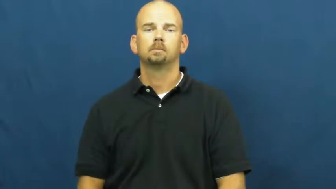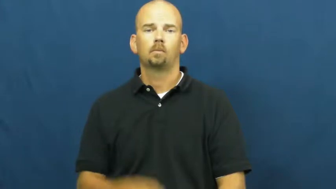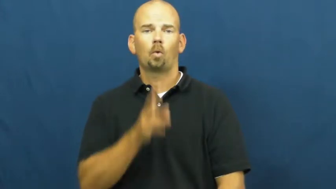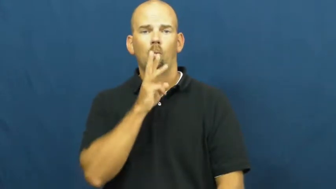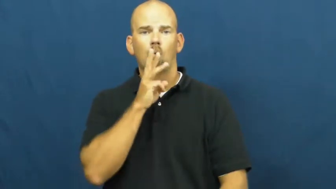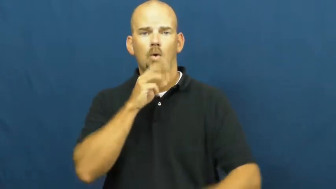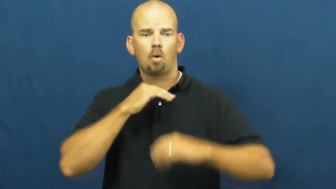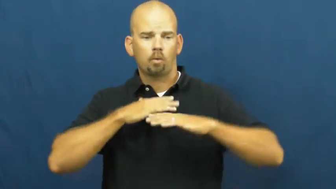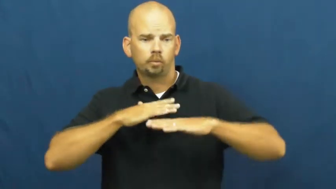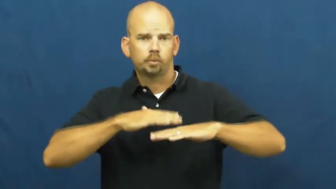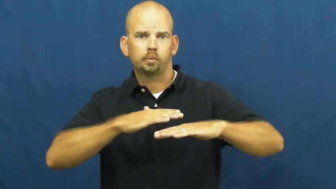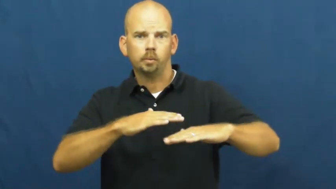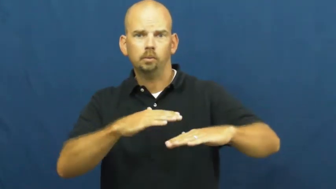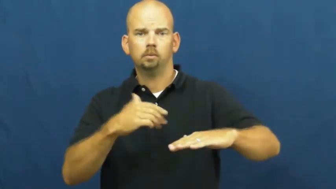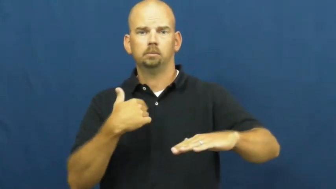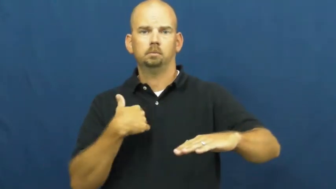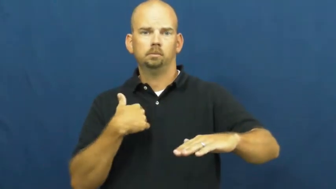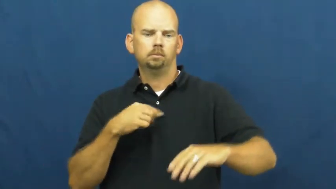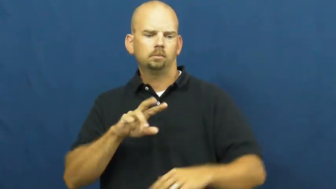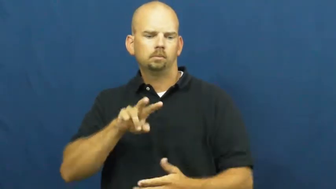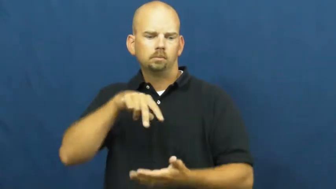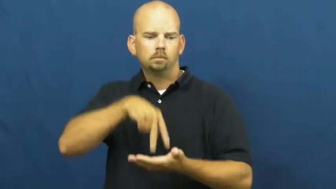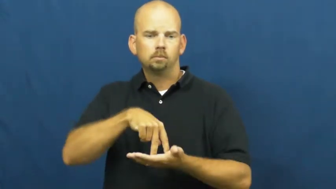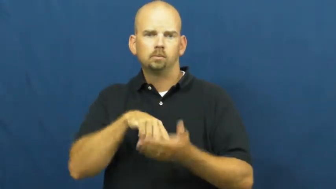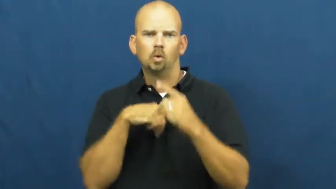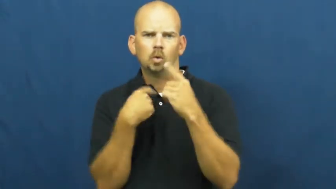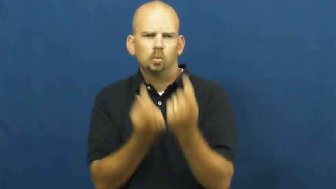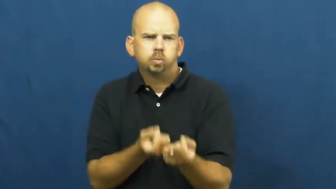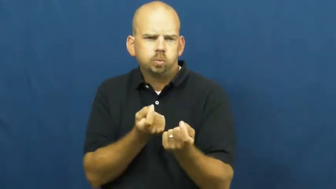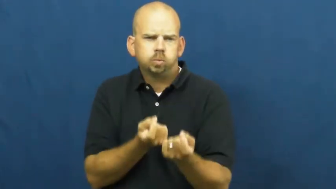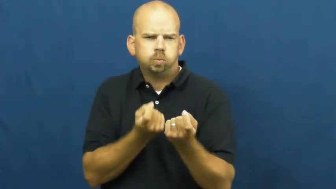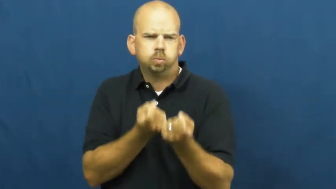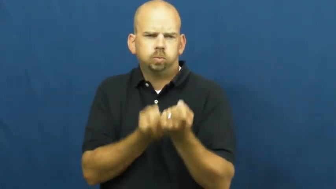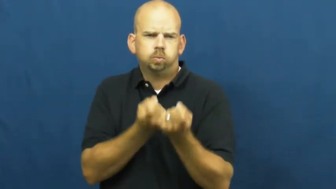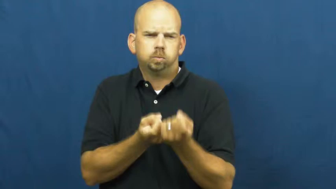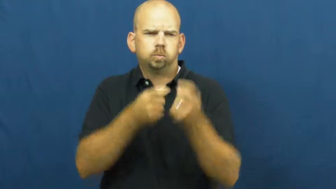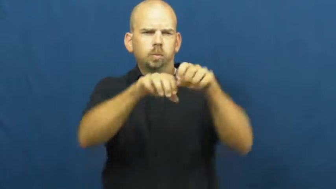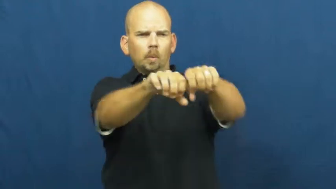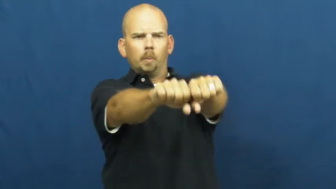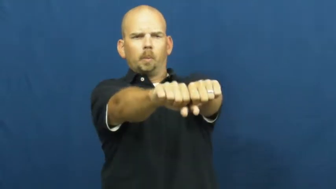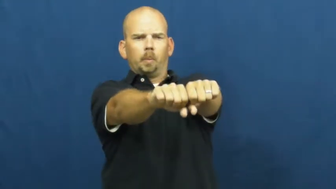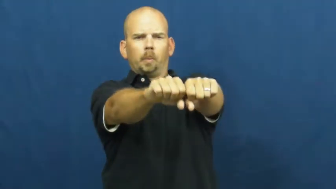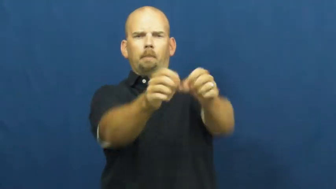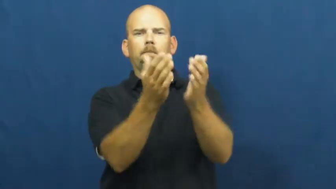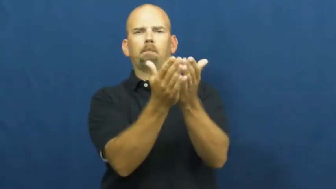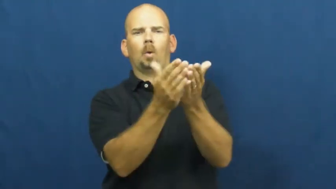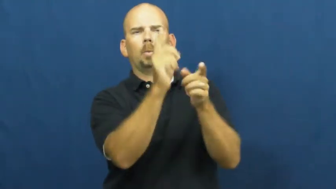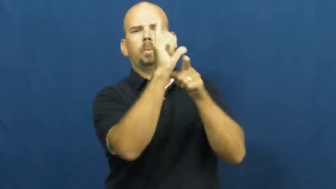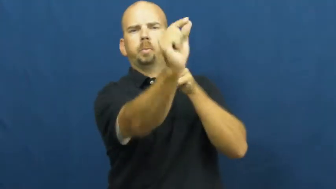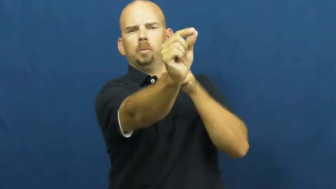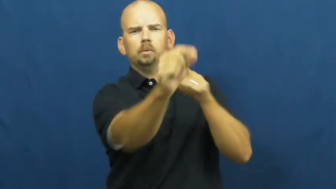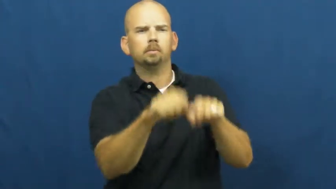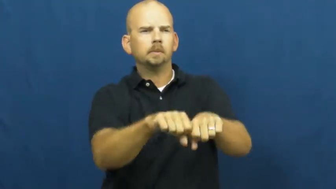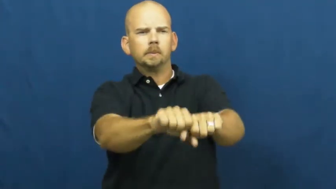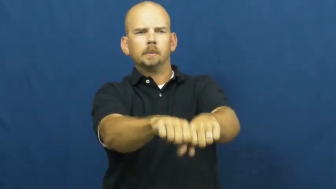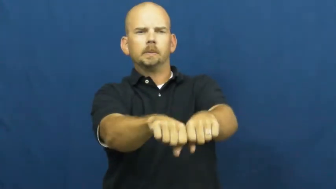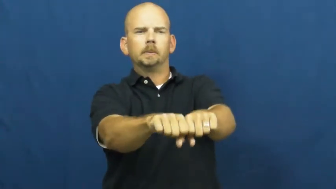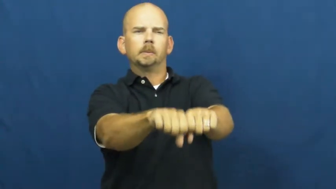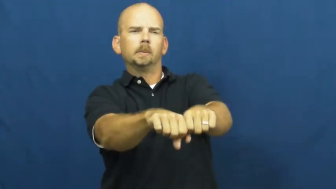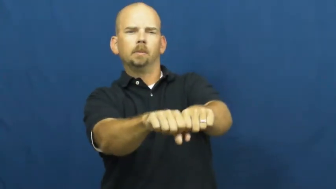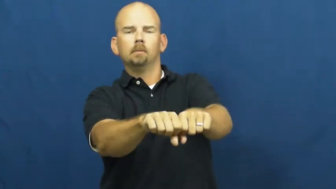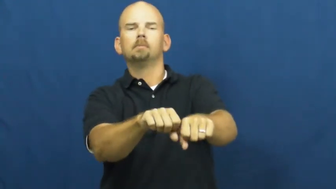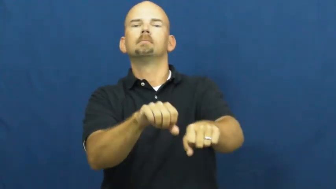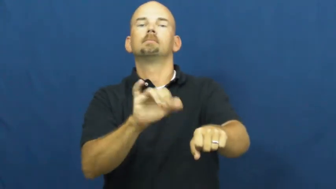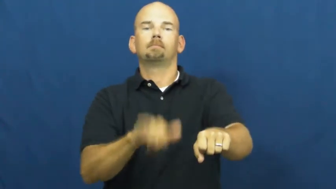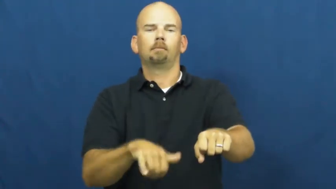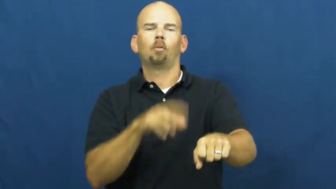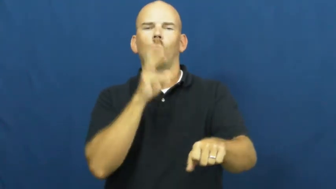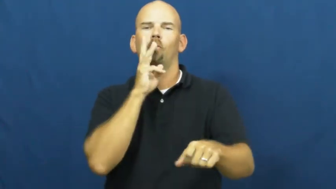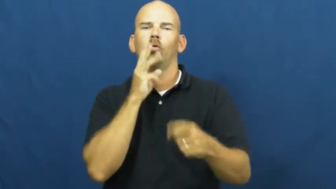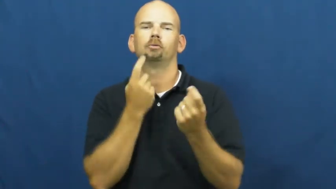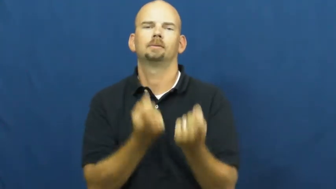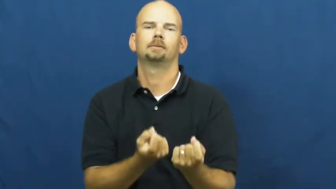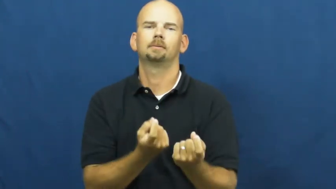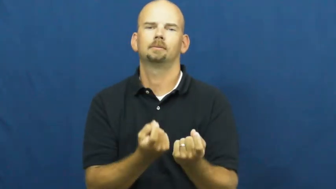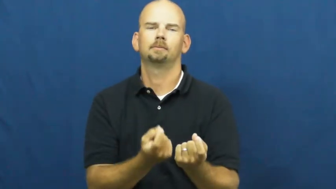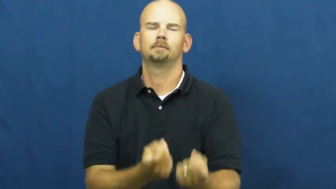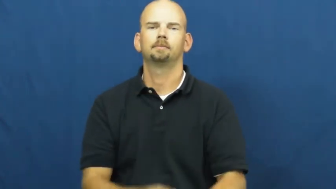water ski